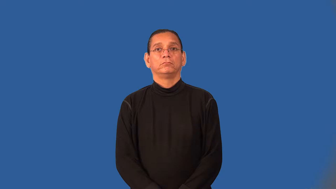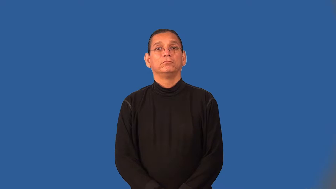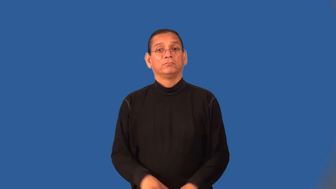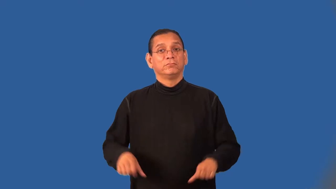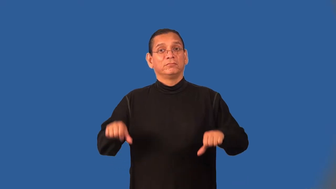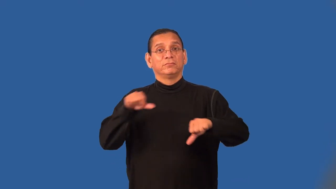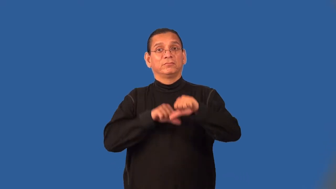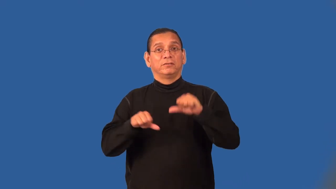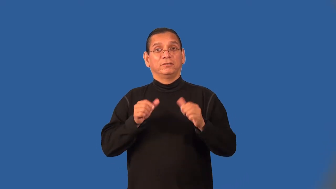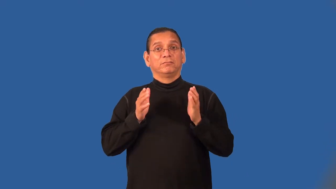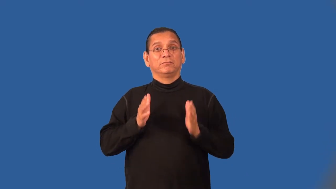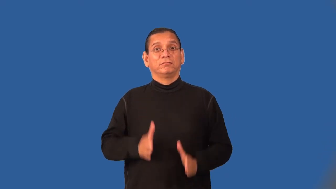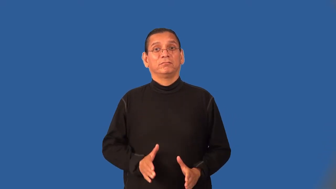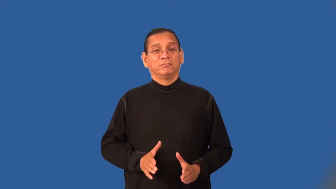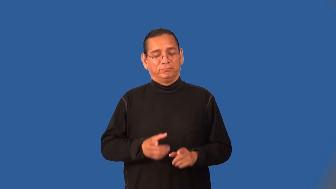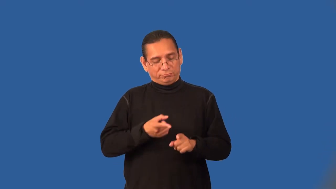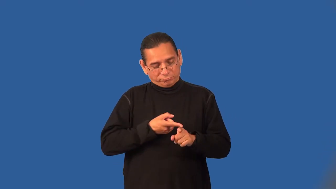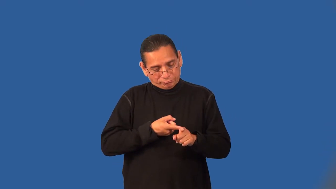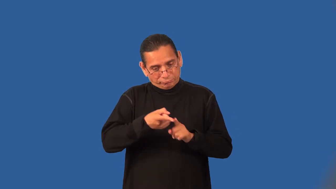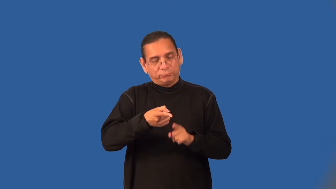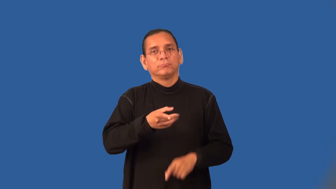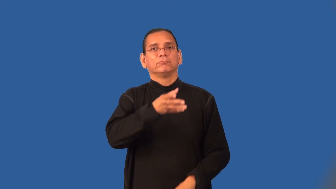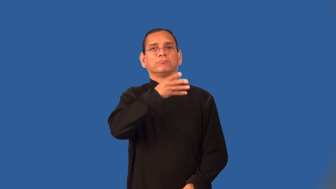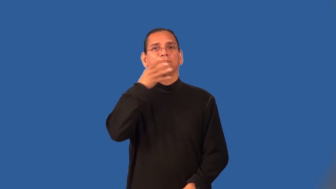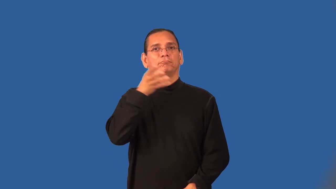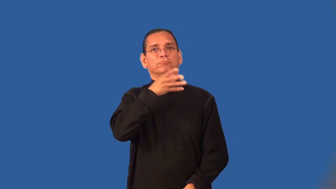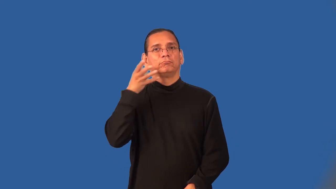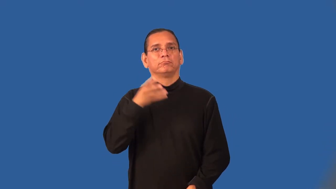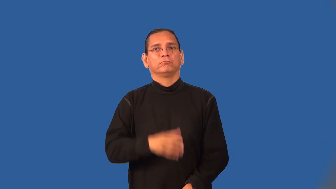agronomist